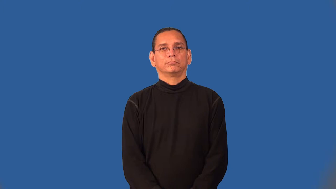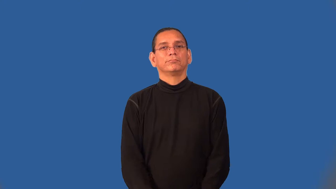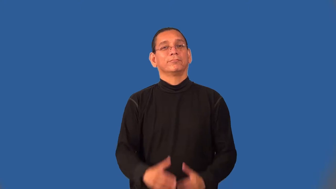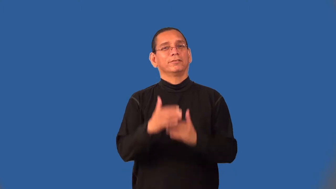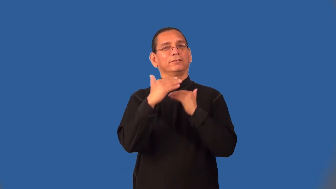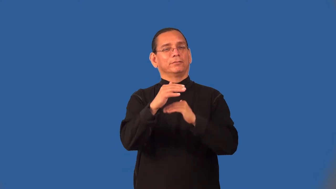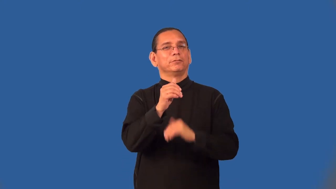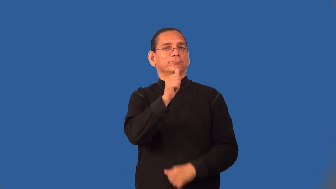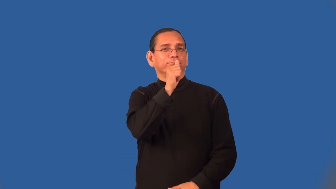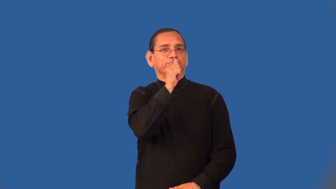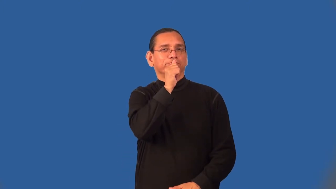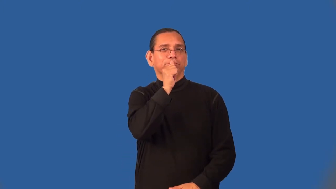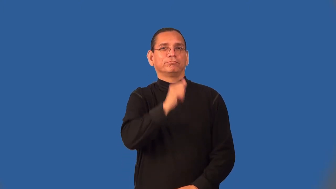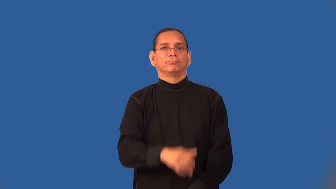semiprivate